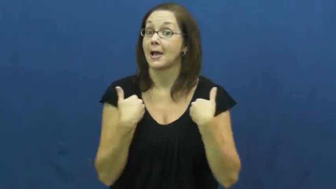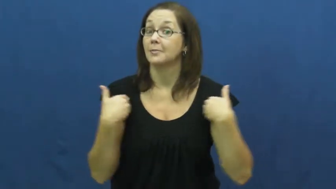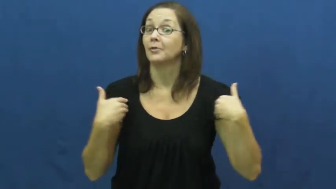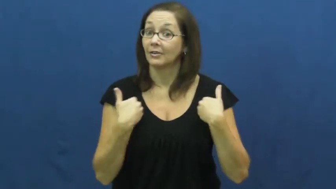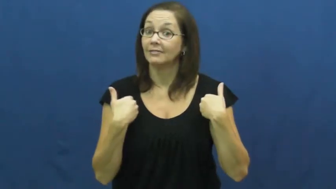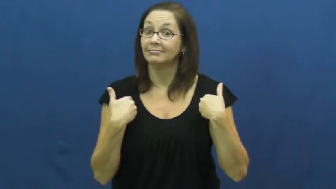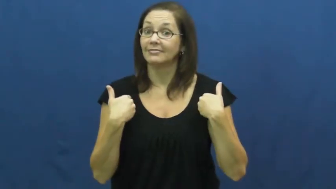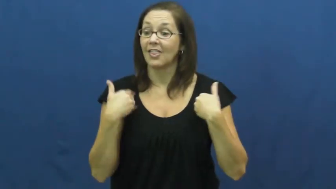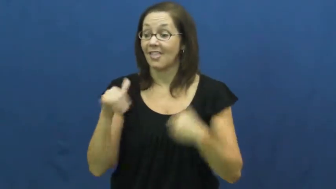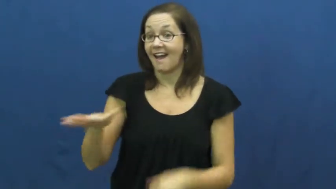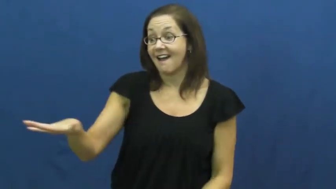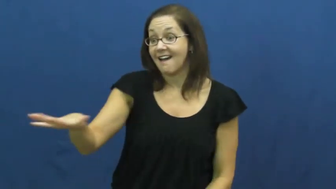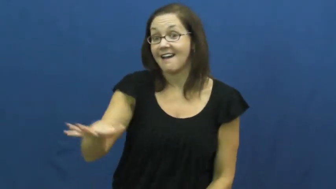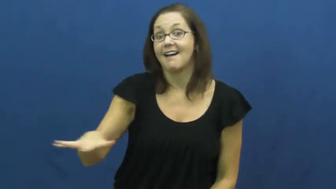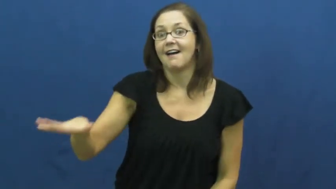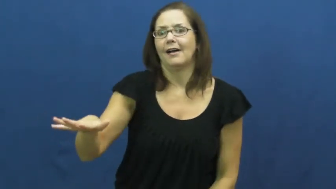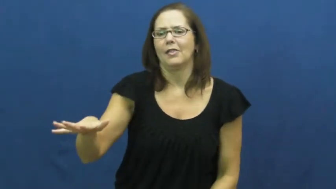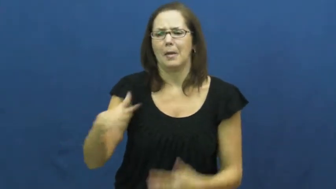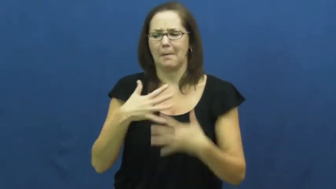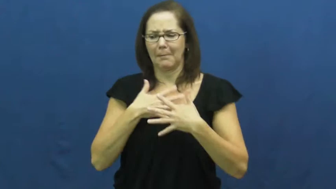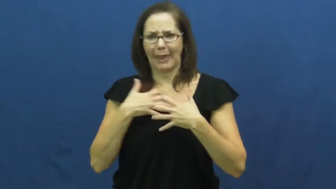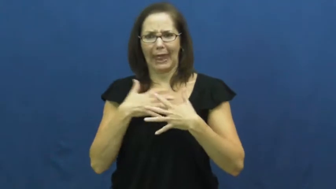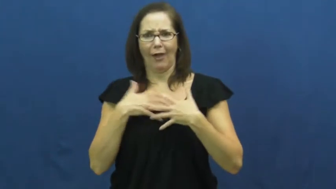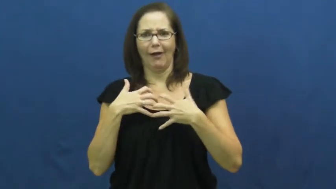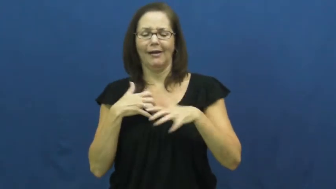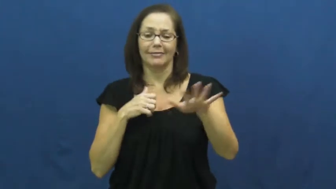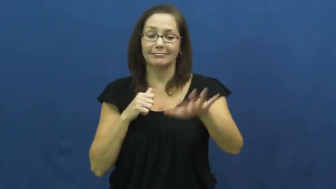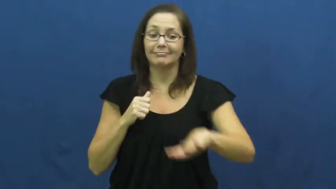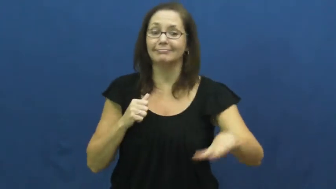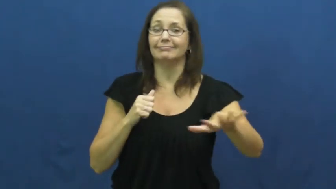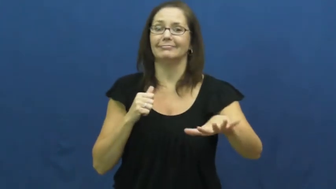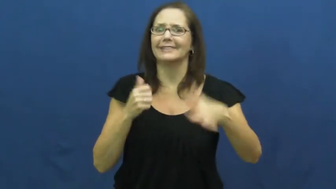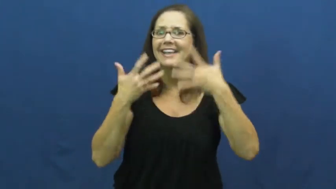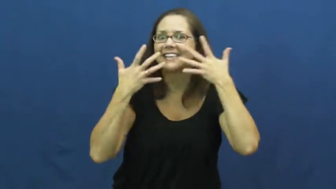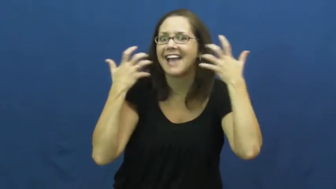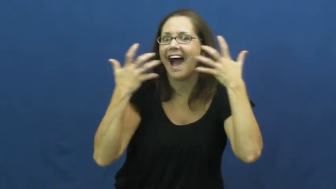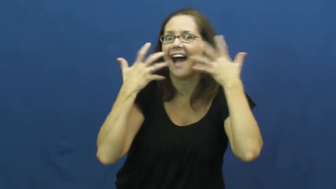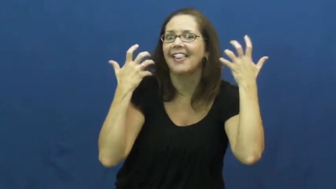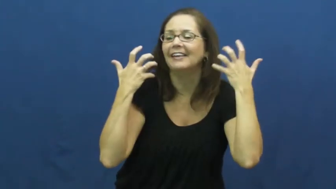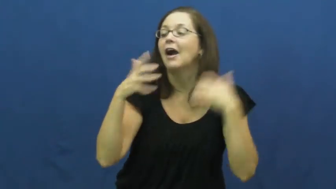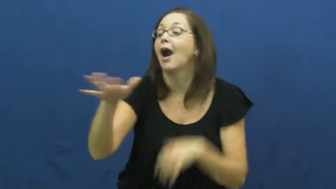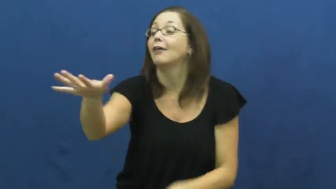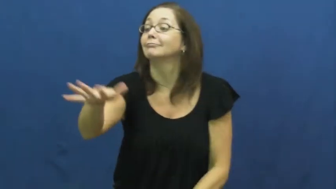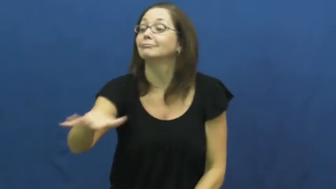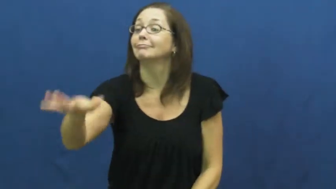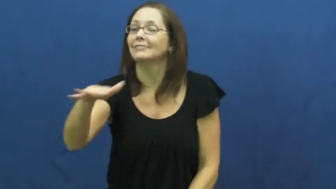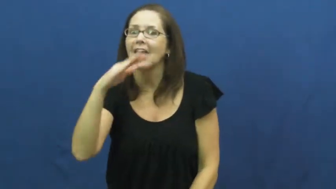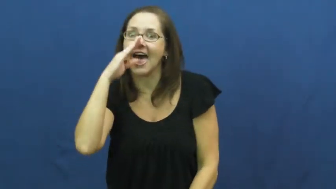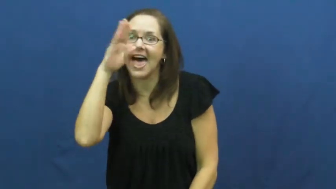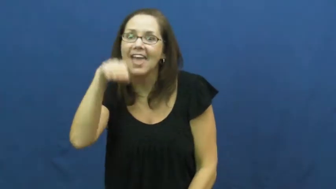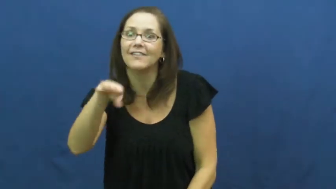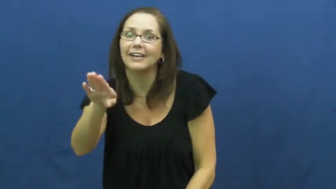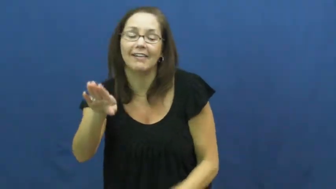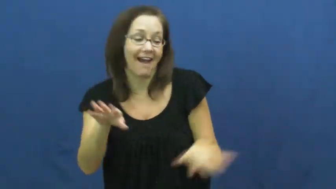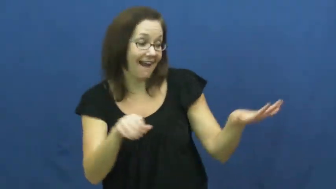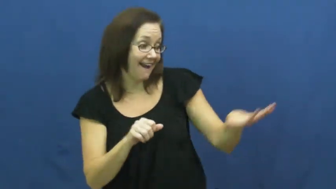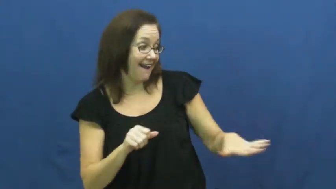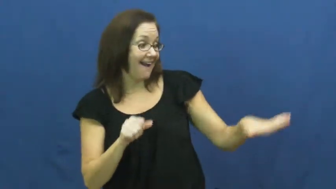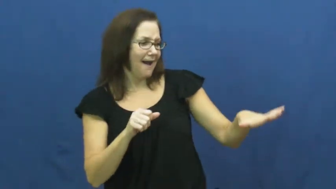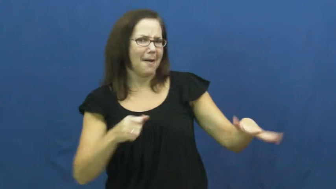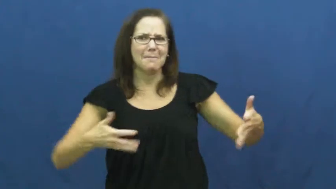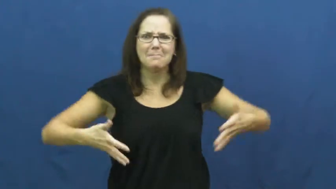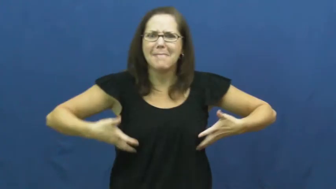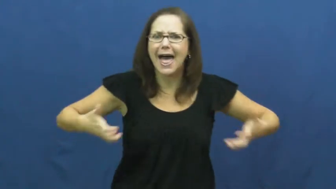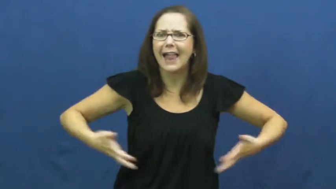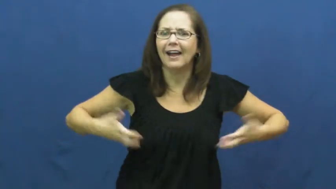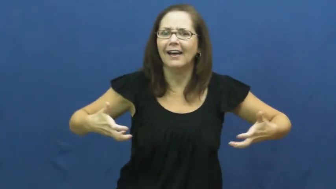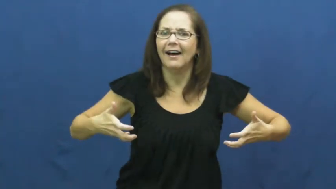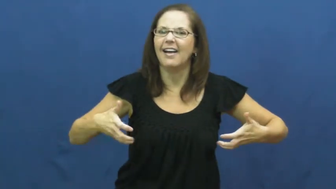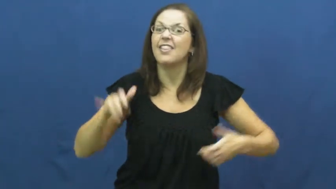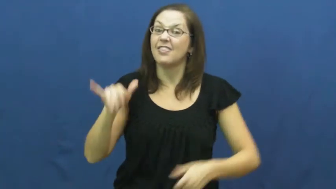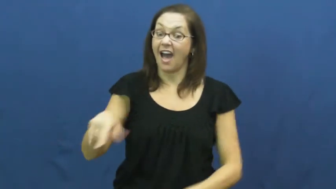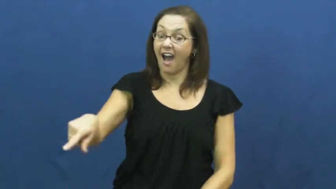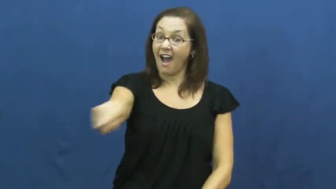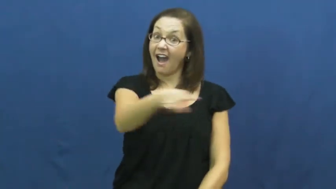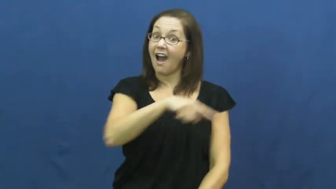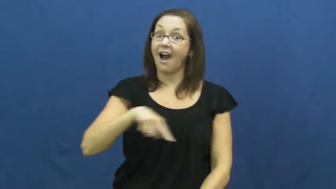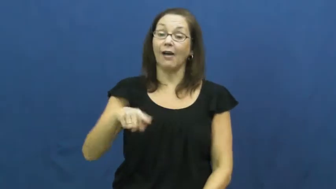zoo